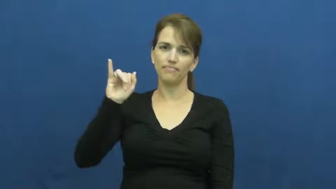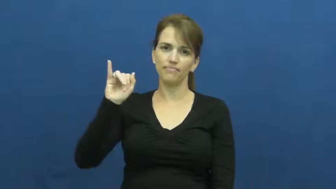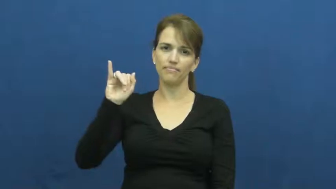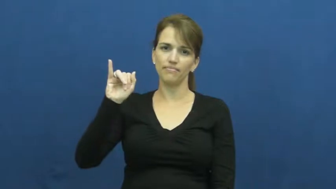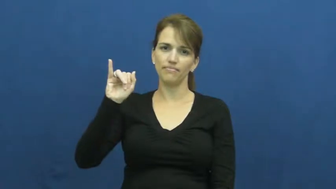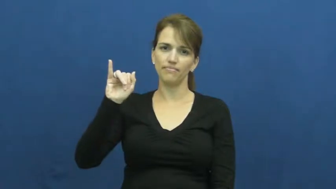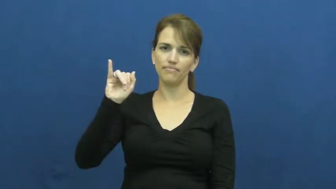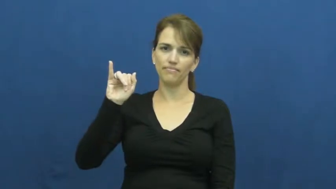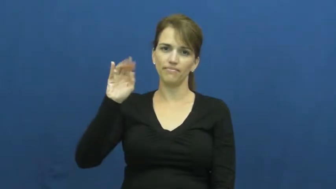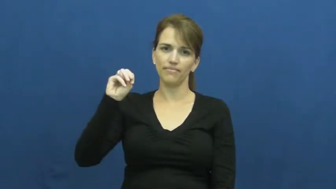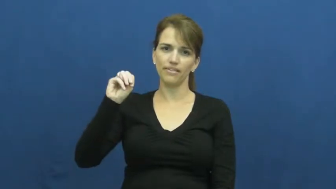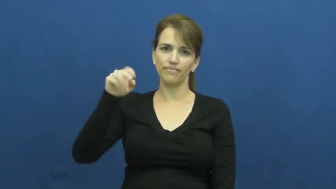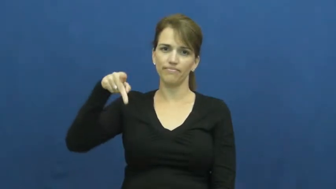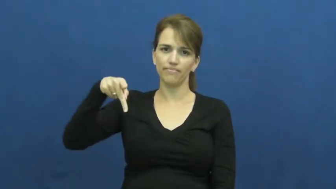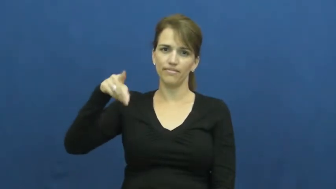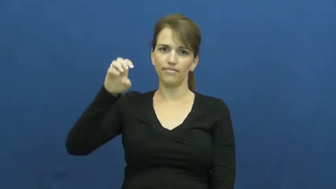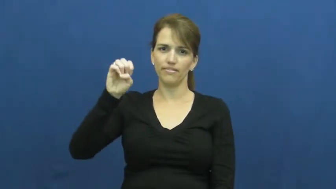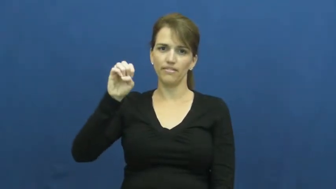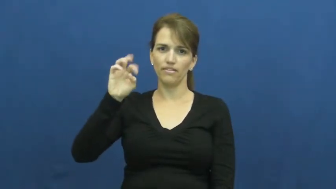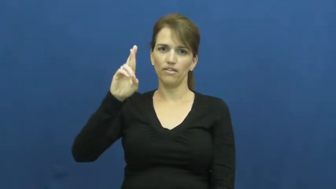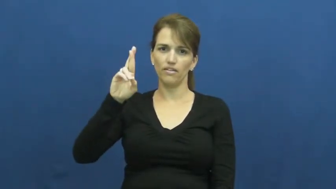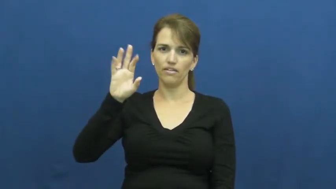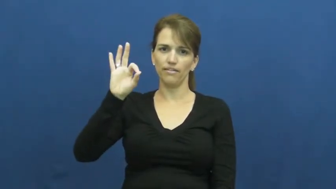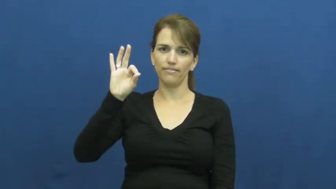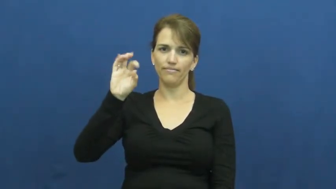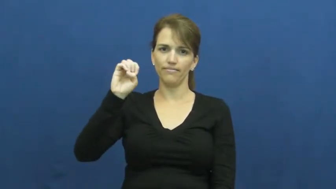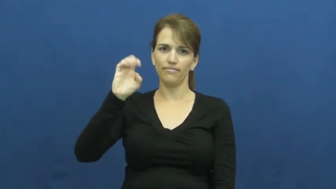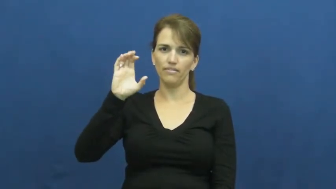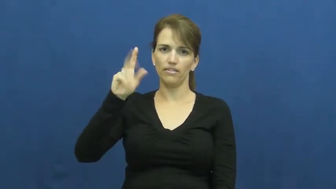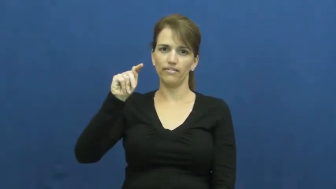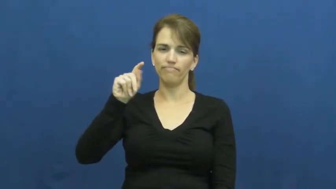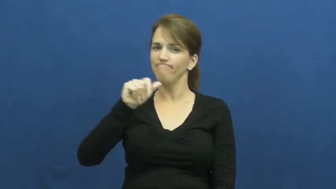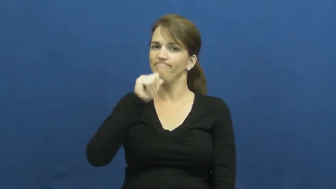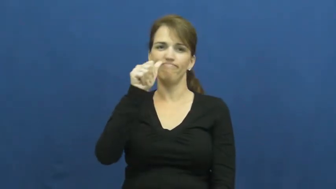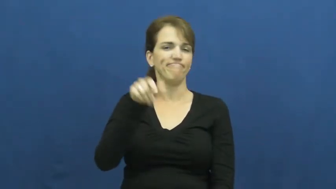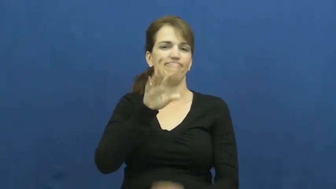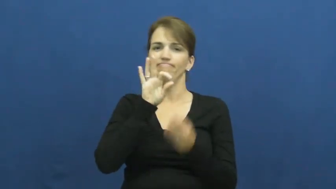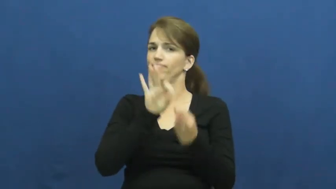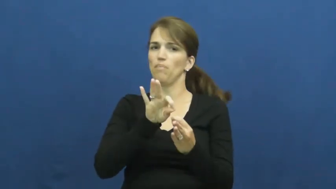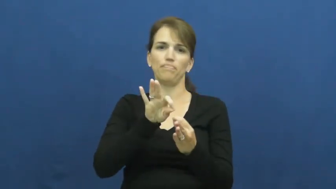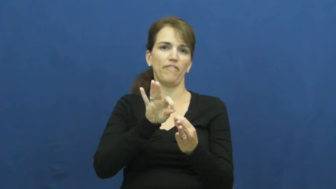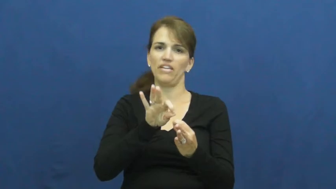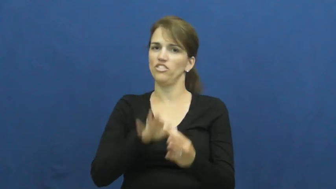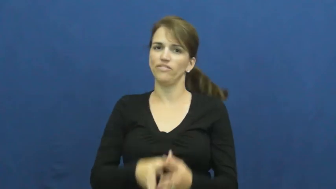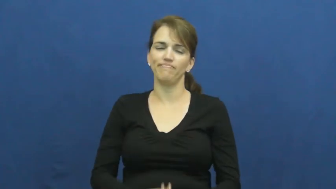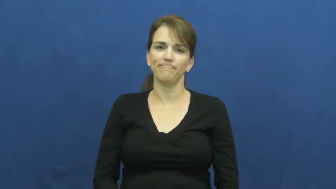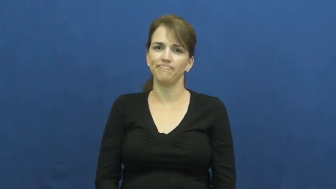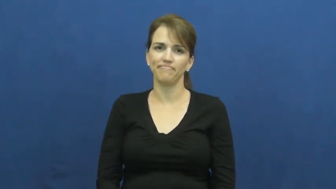imperfect